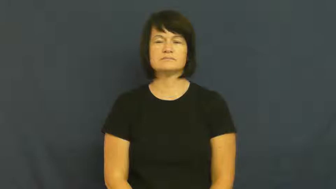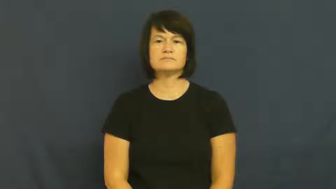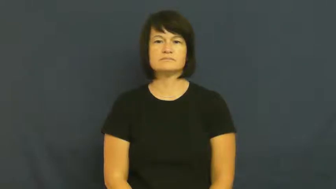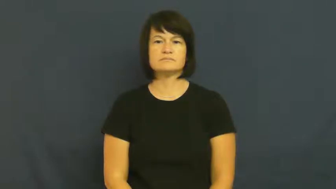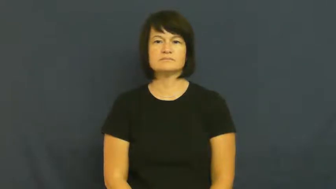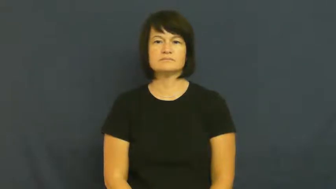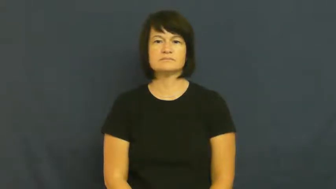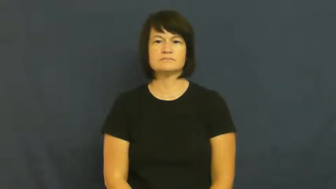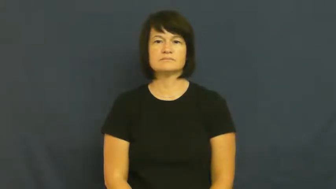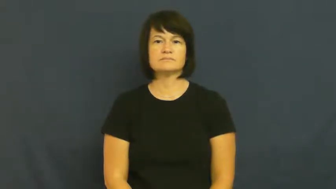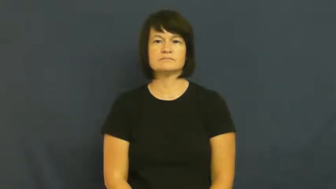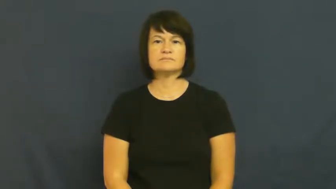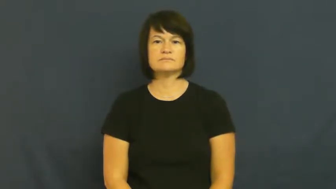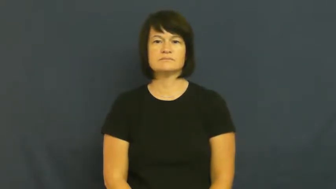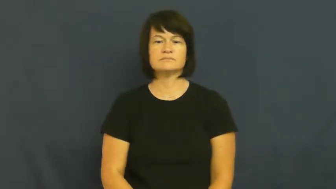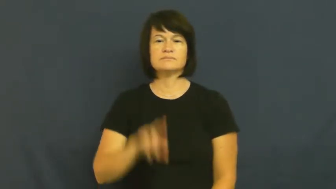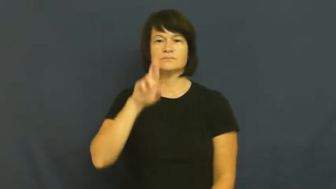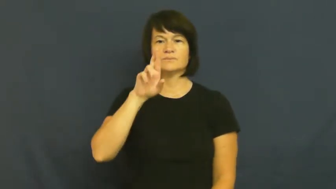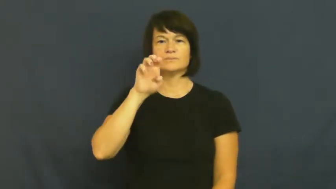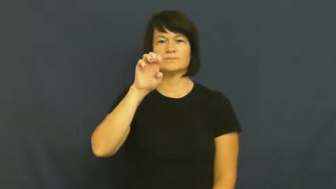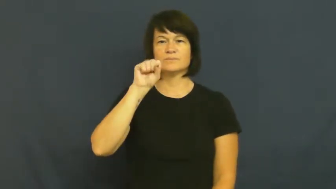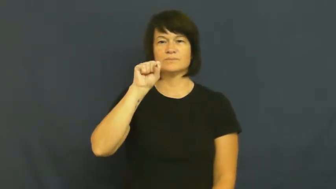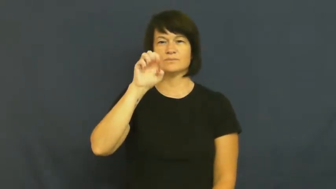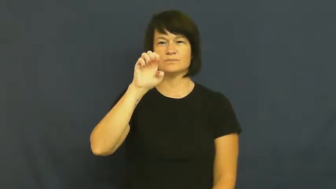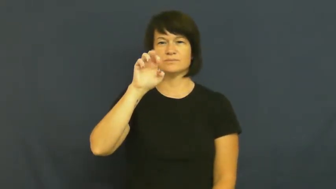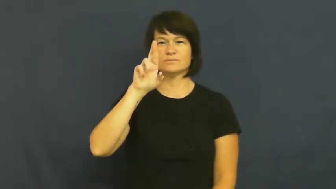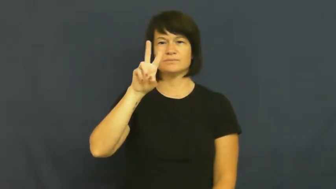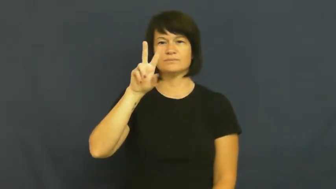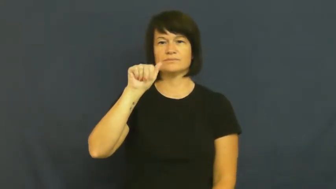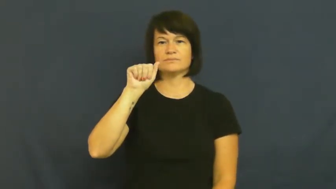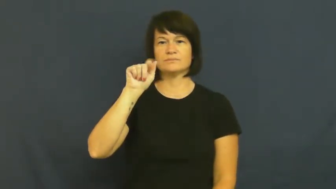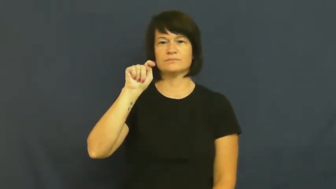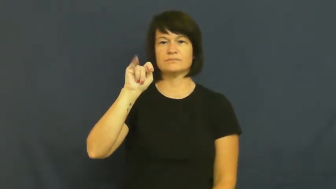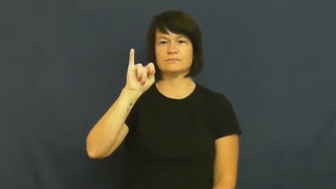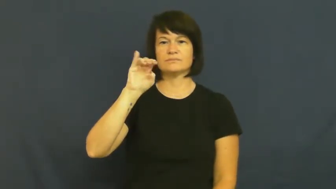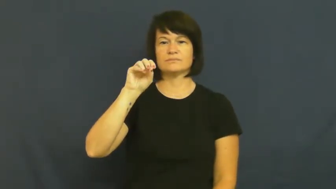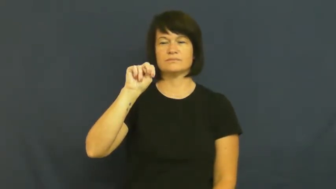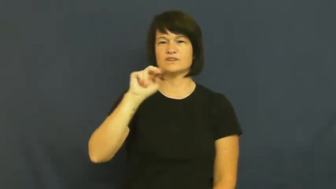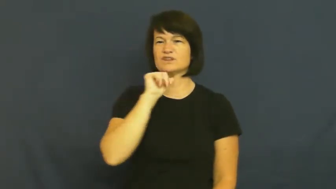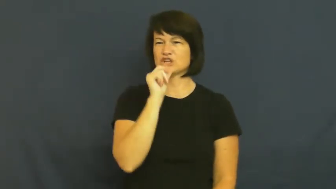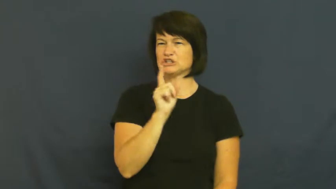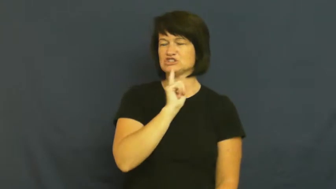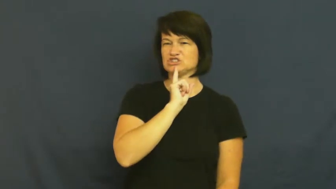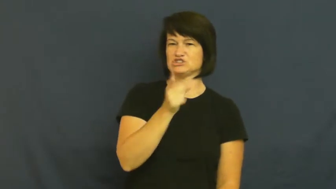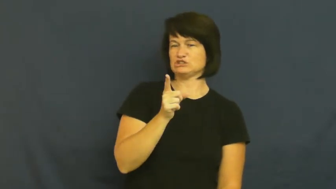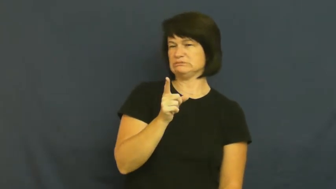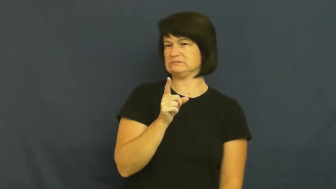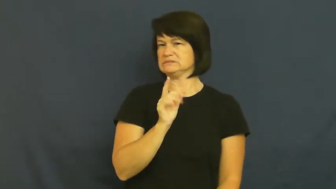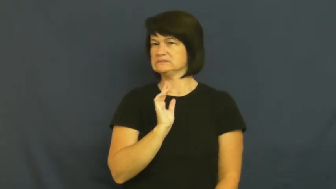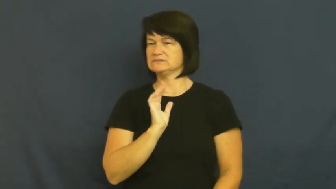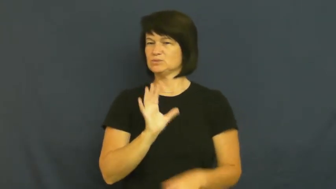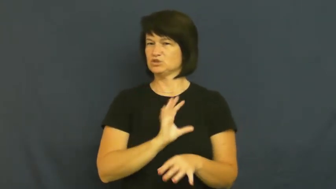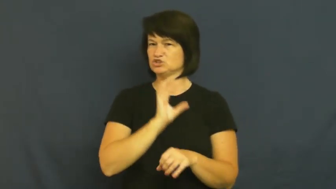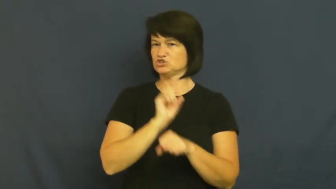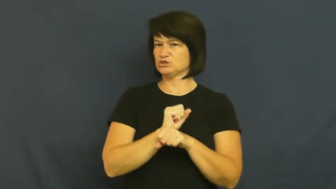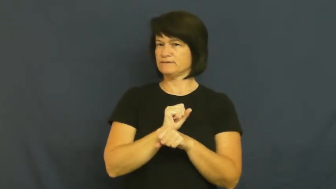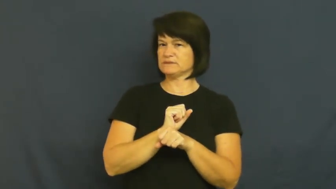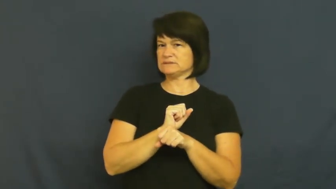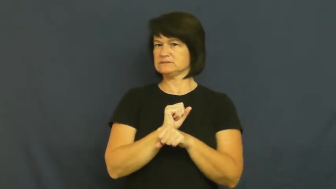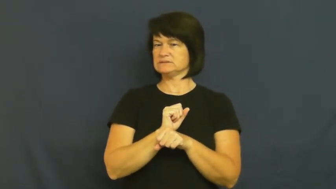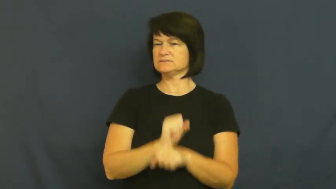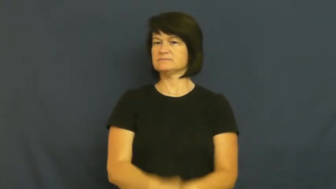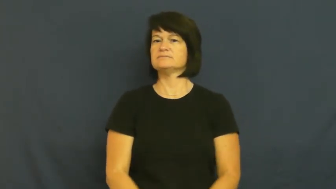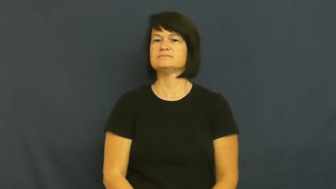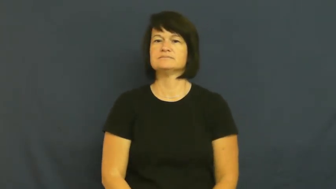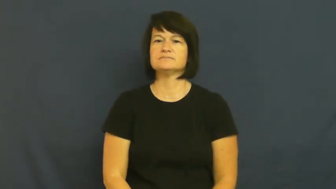reservation-not sure